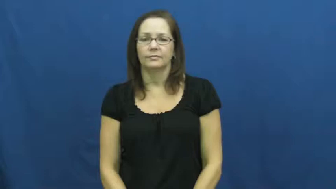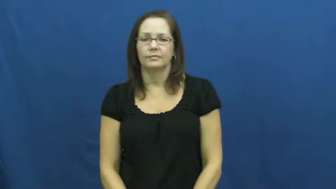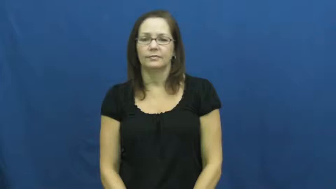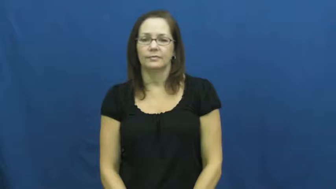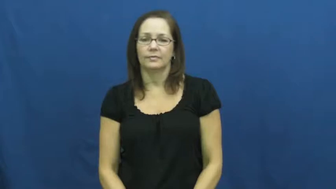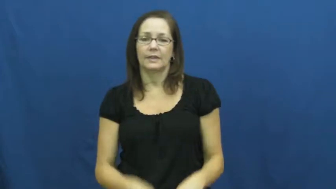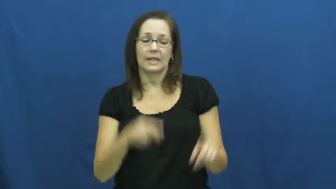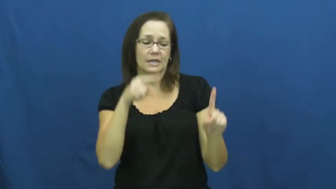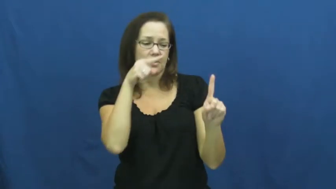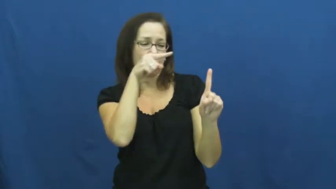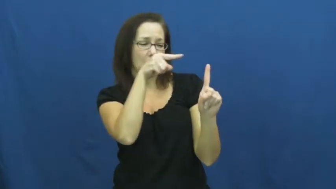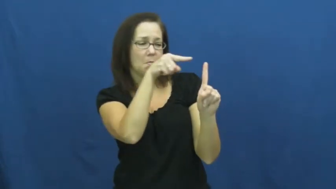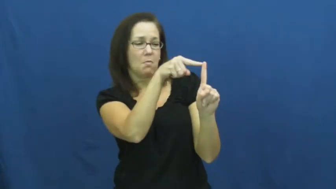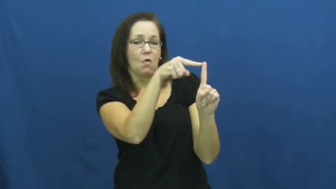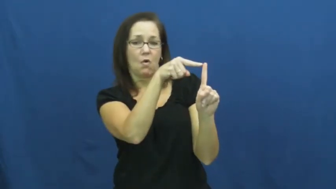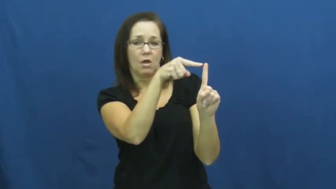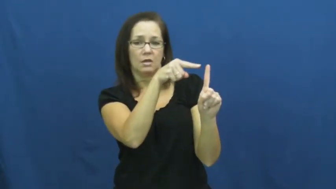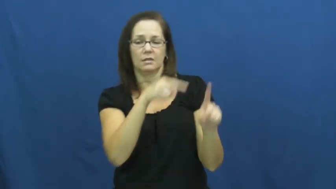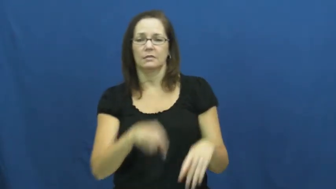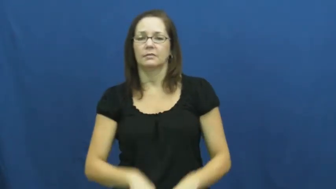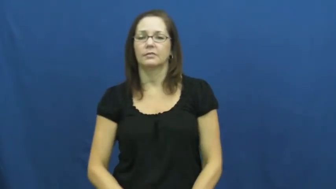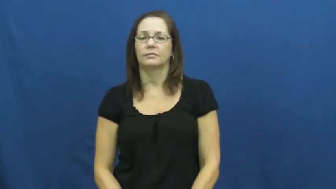point-opinion